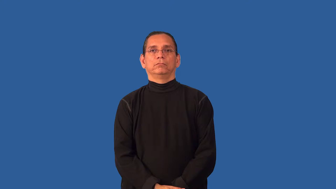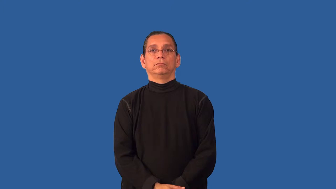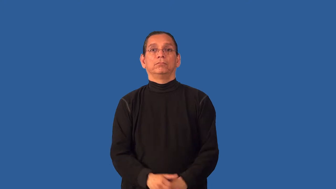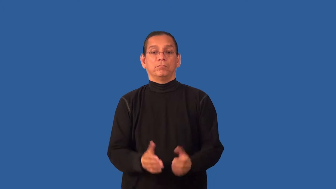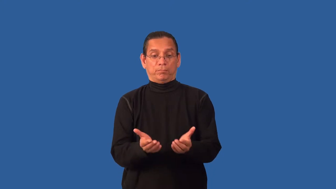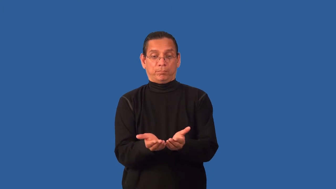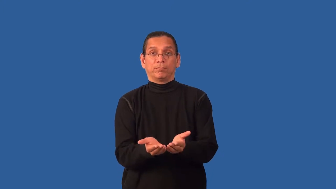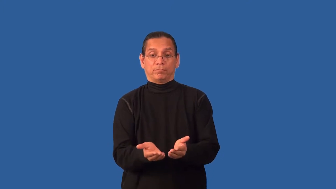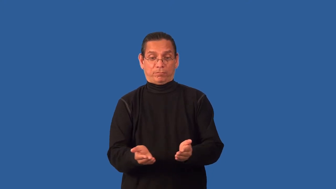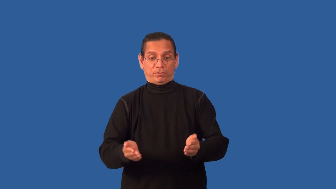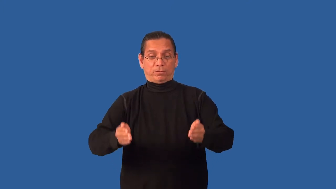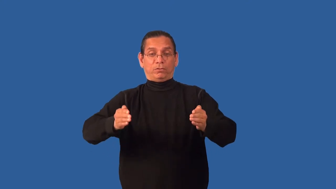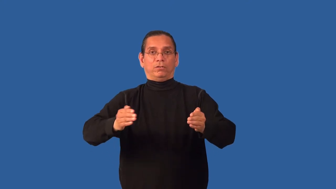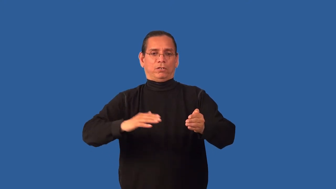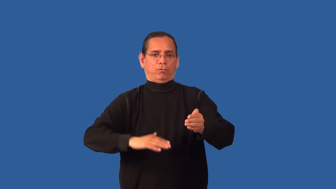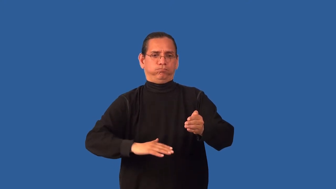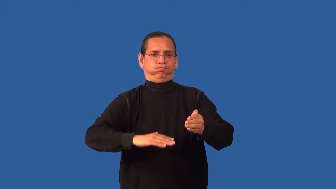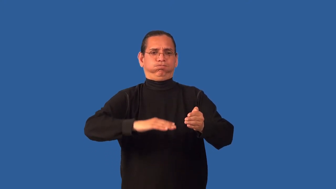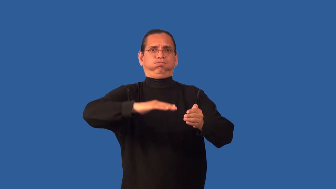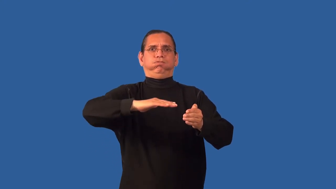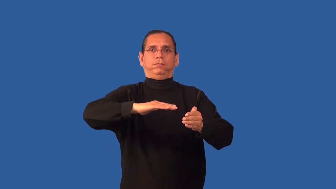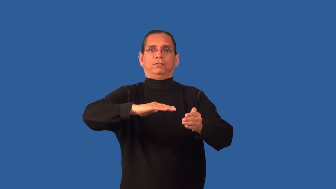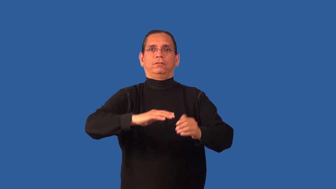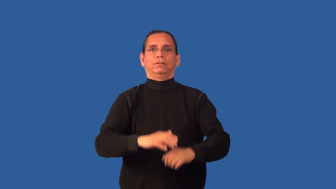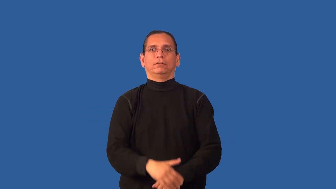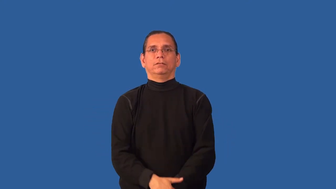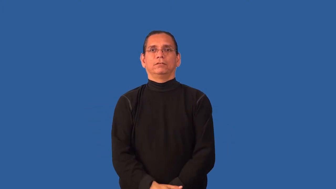bowlful